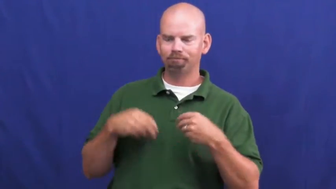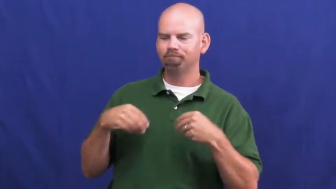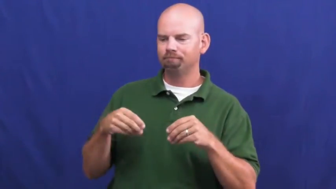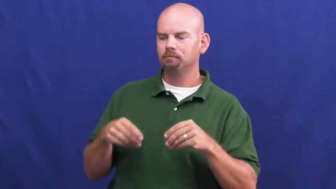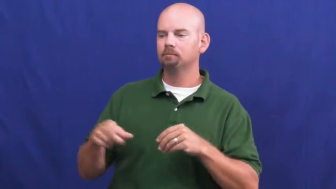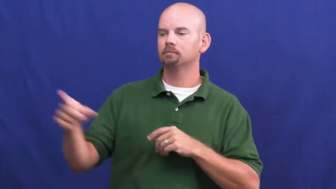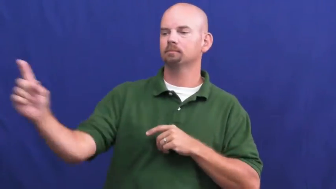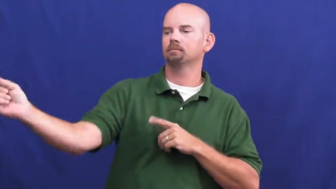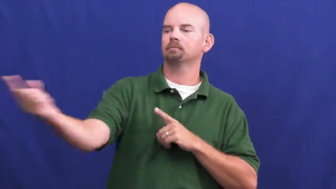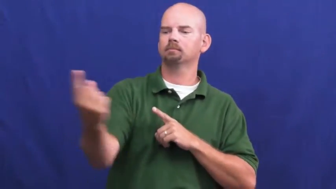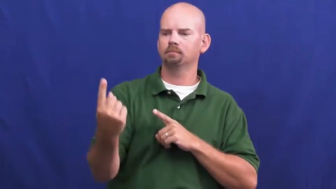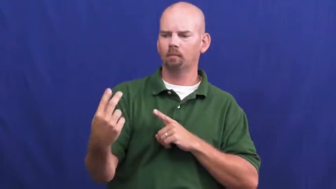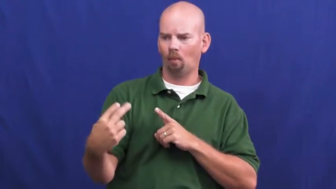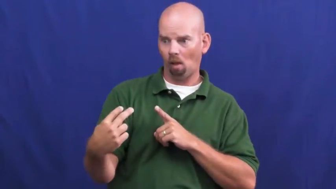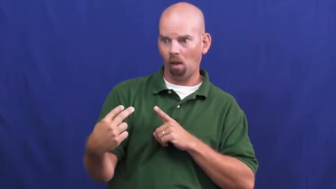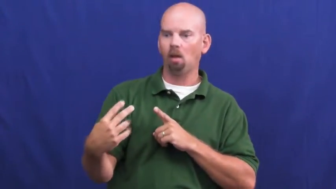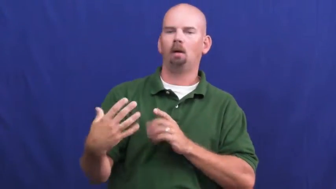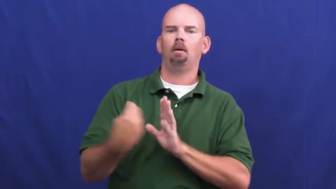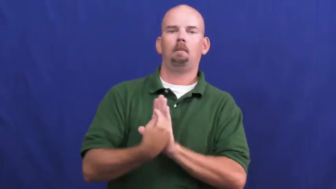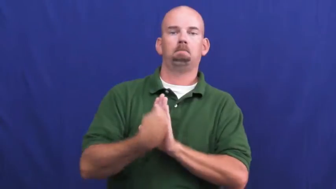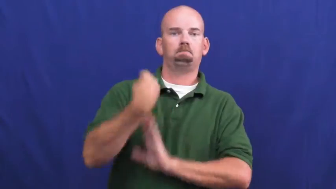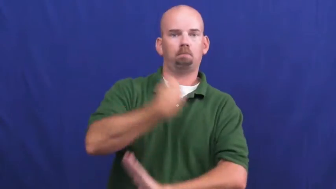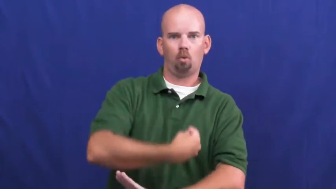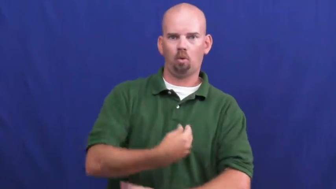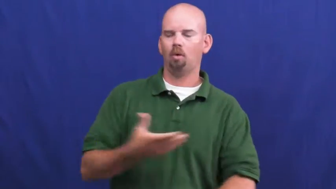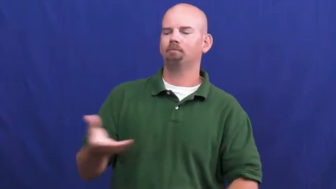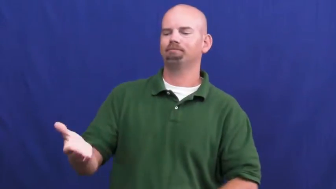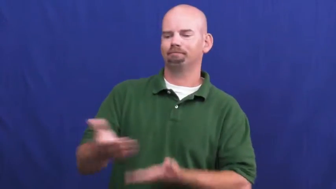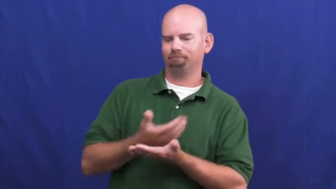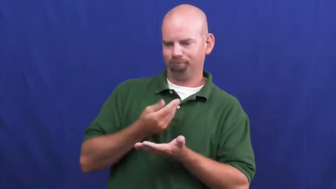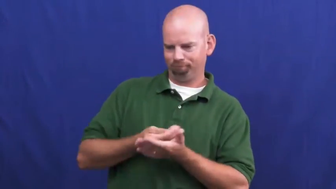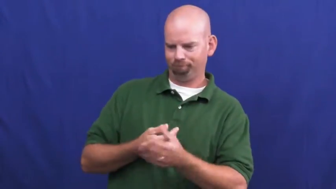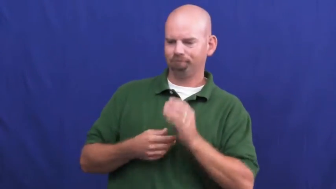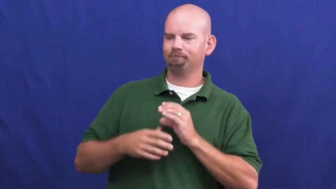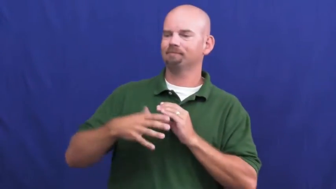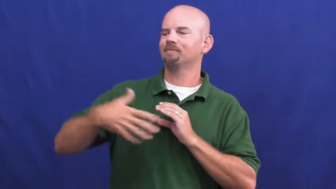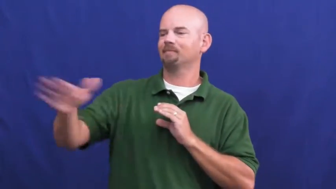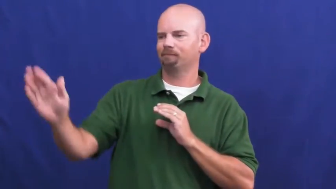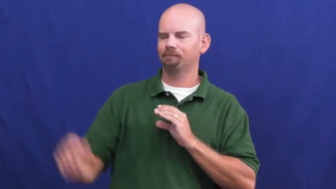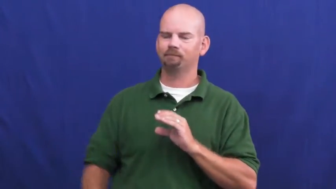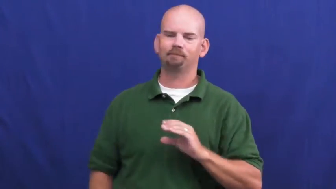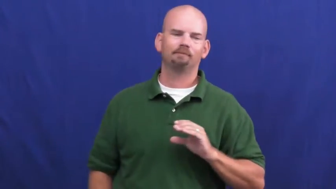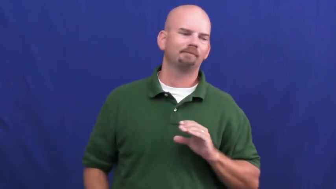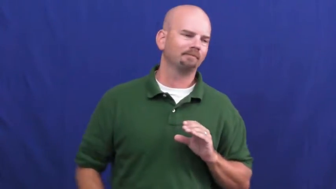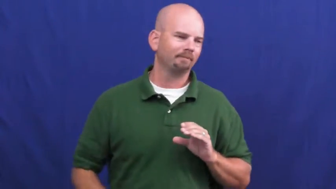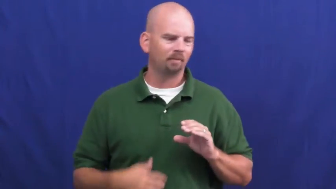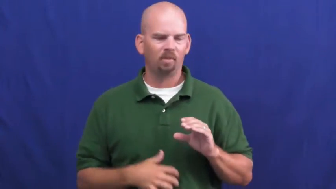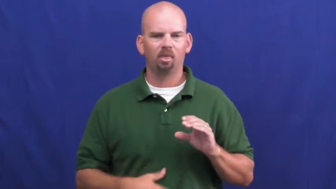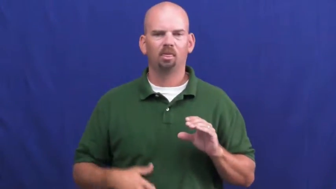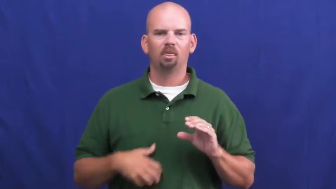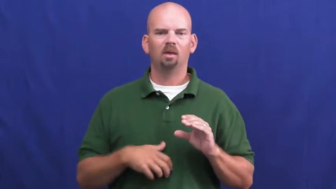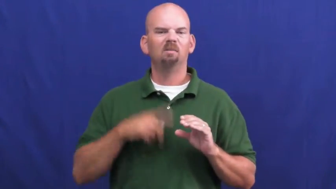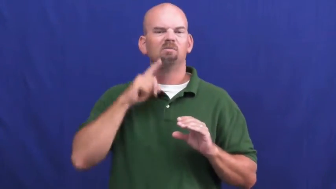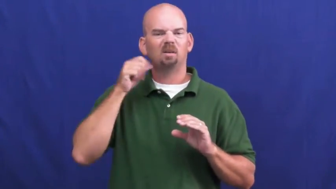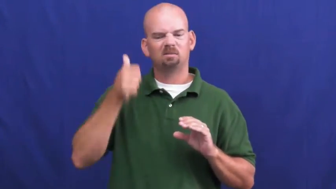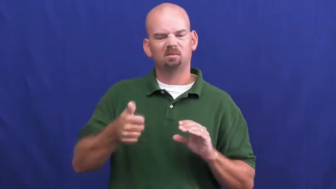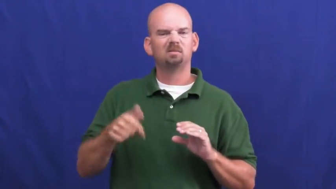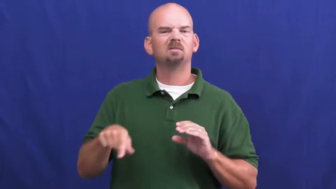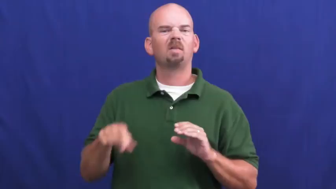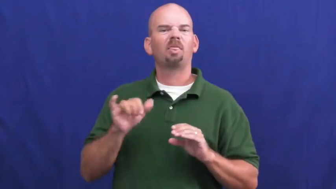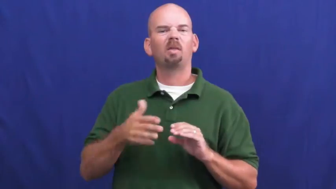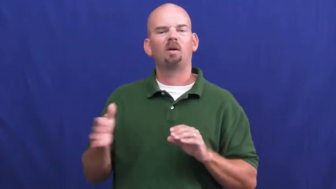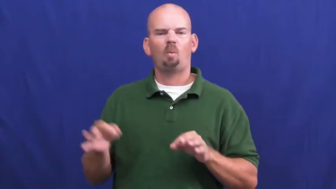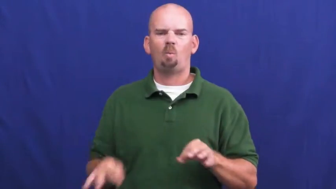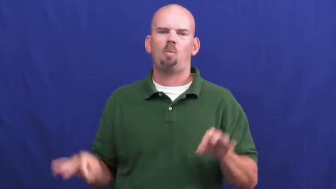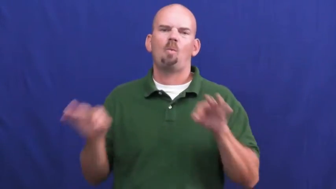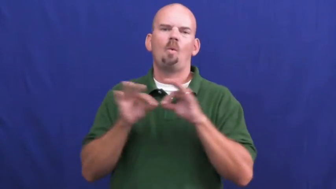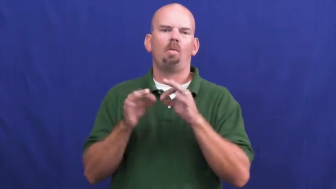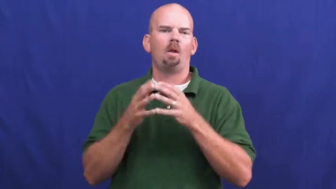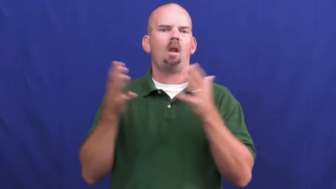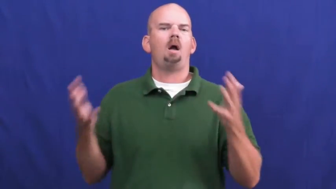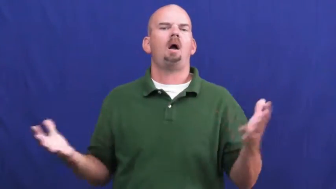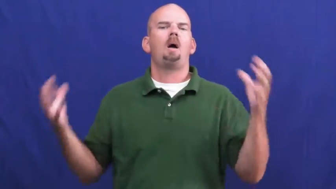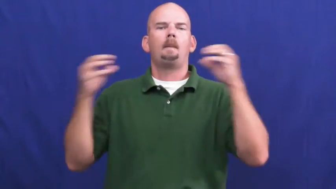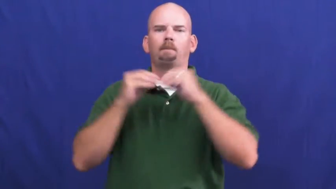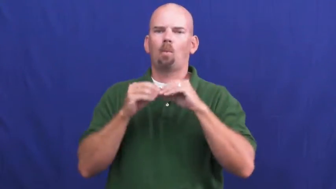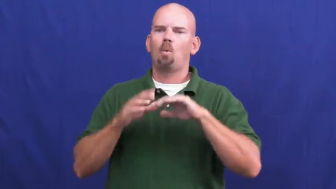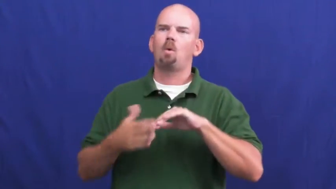undercharge